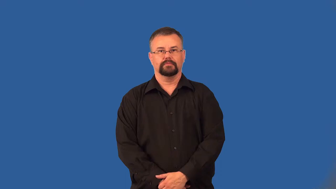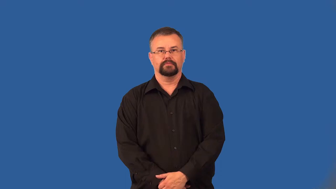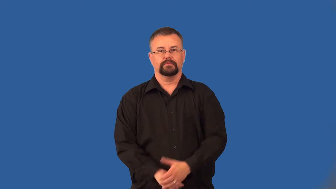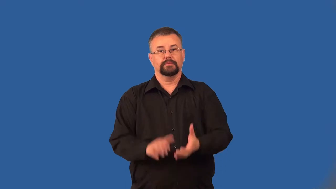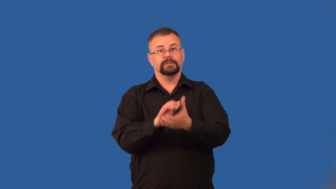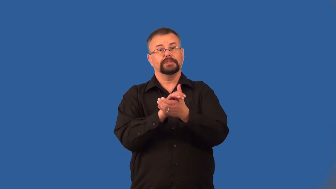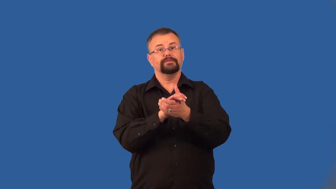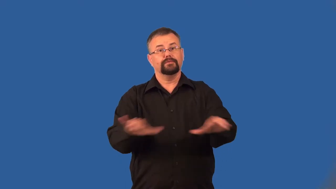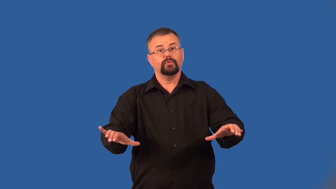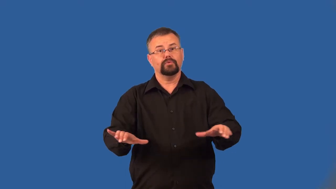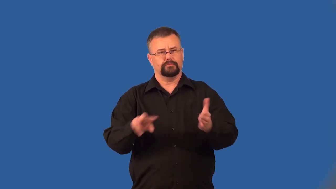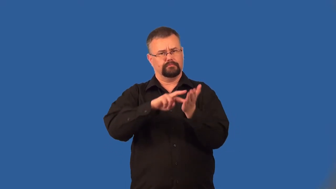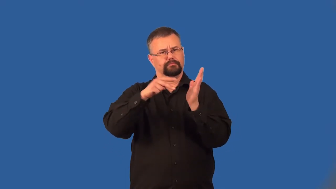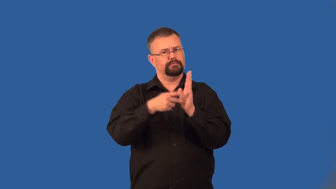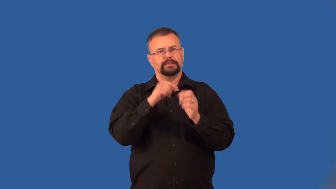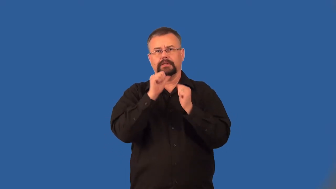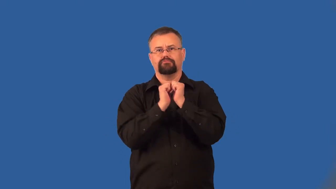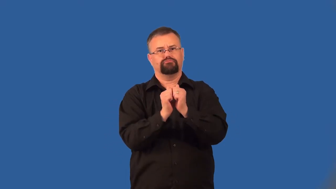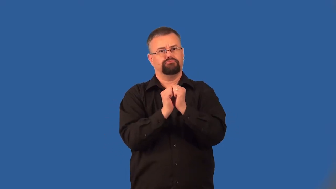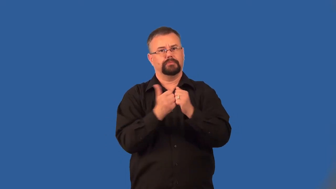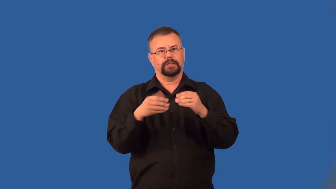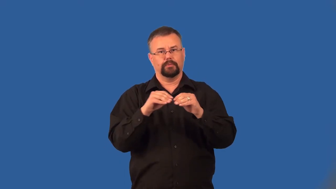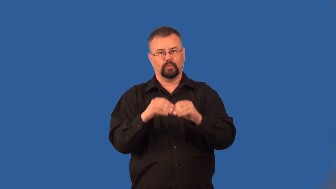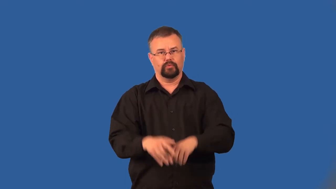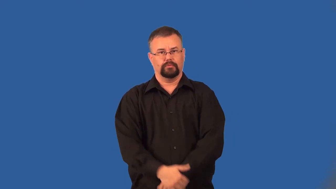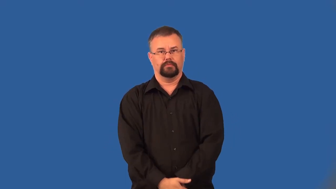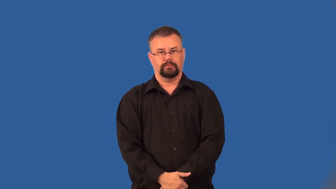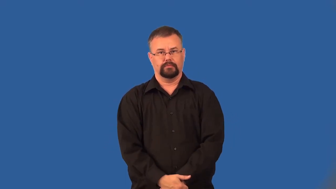divorce